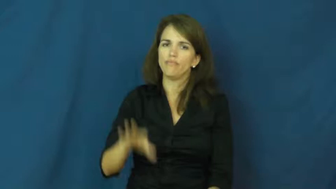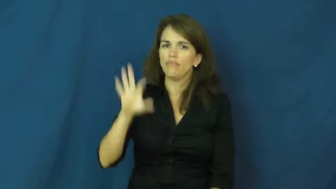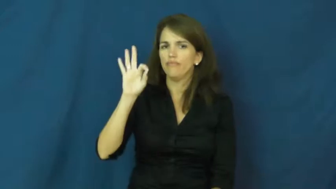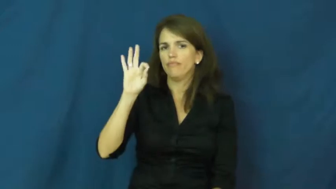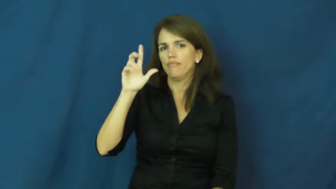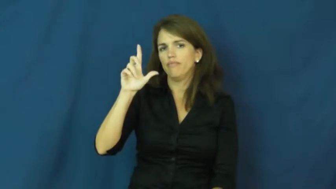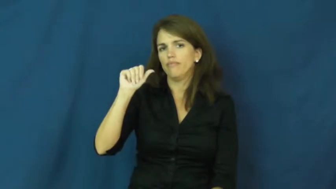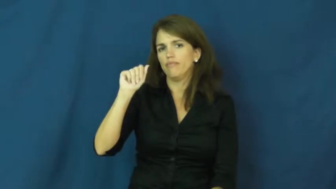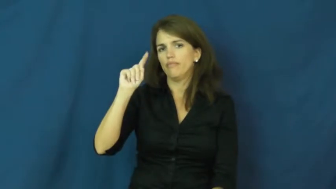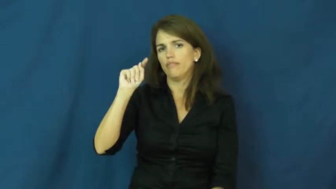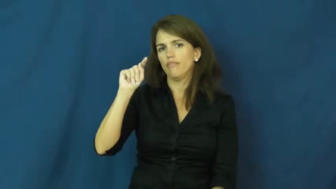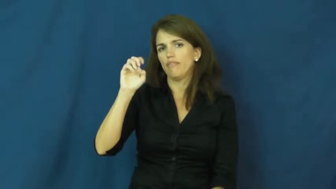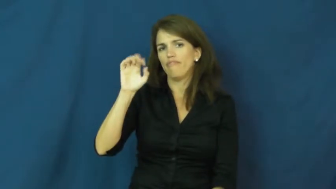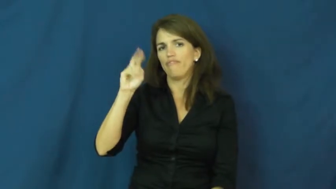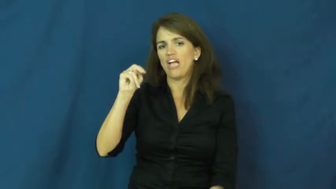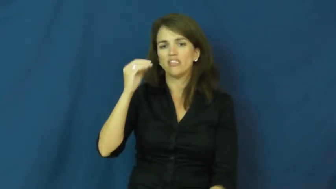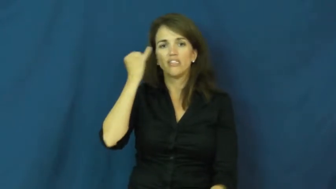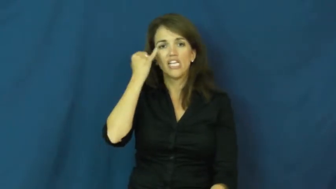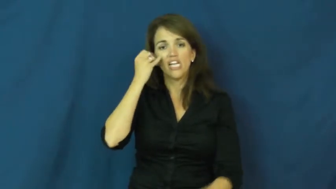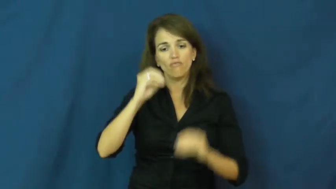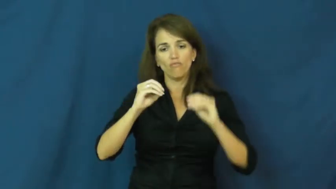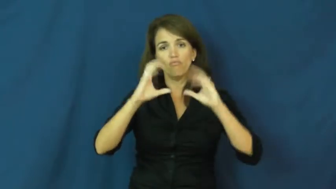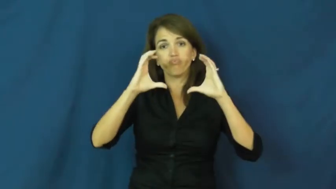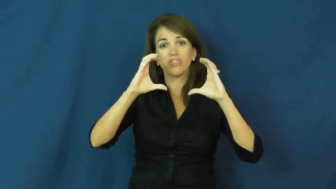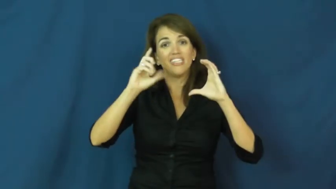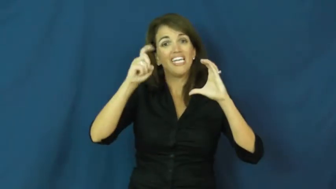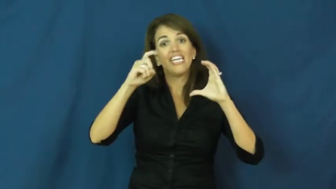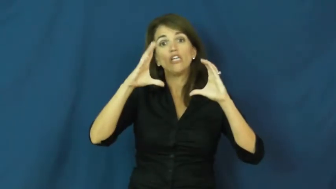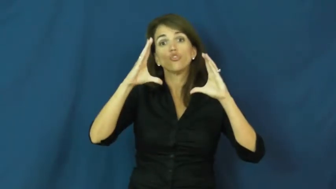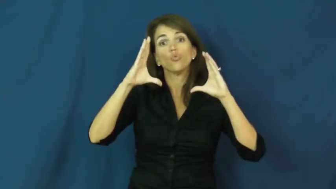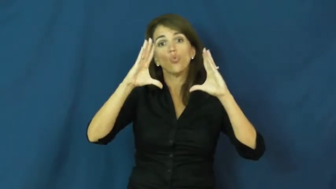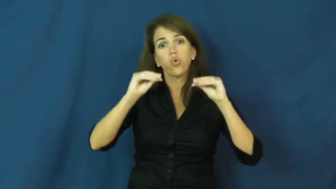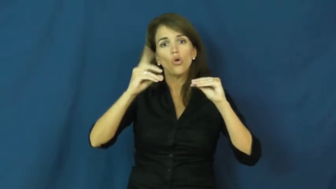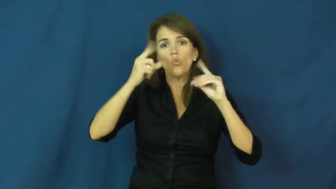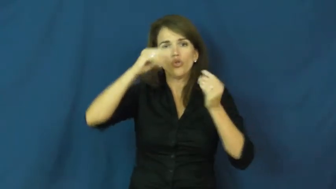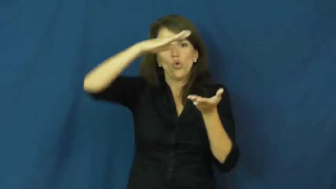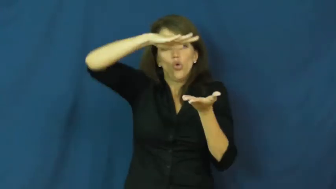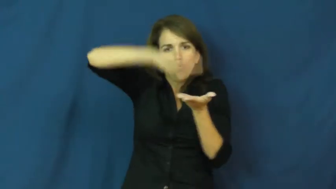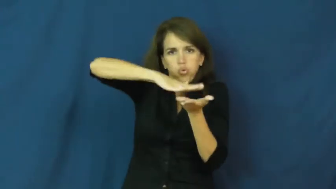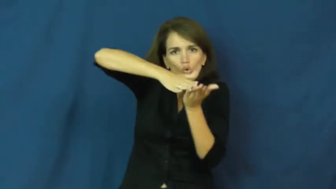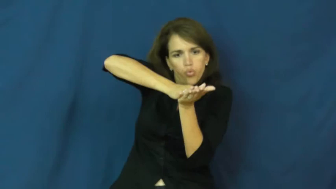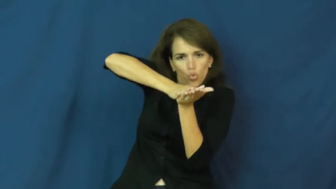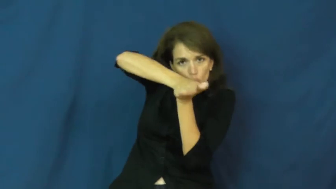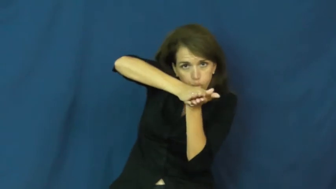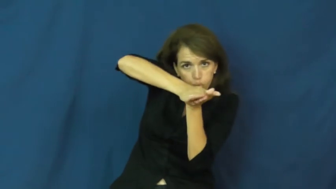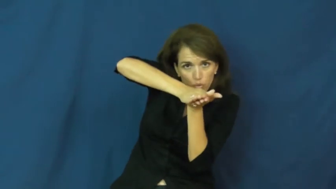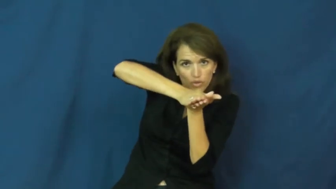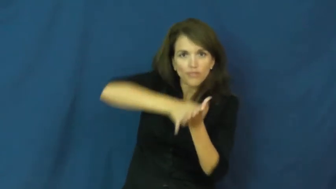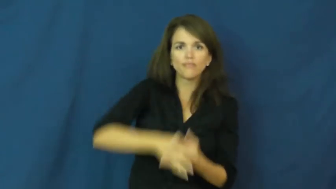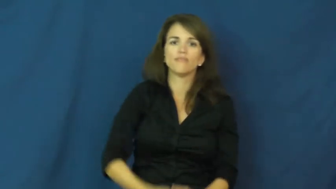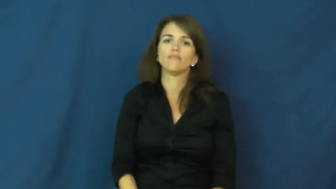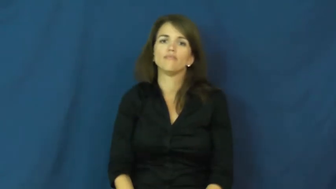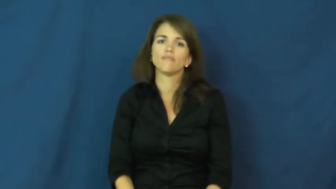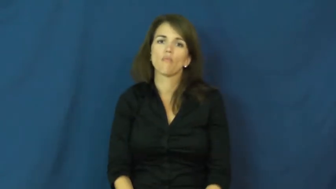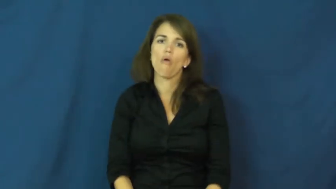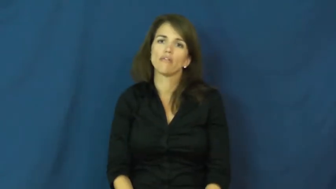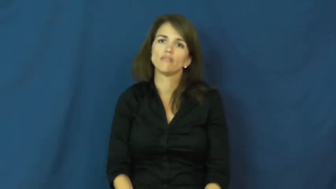flatten